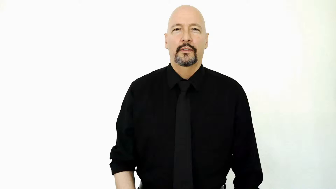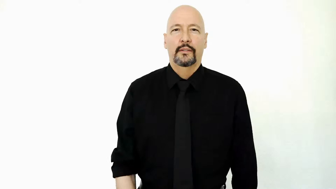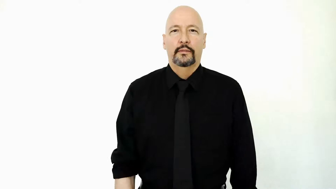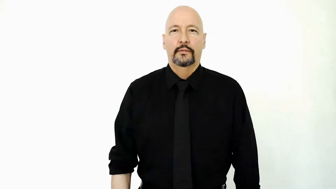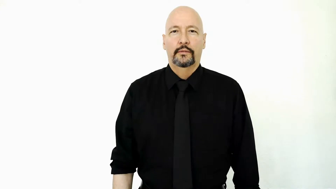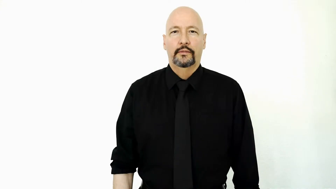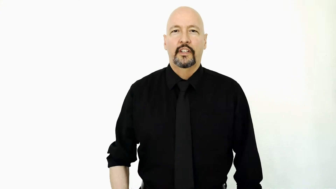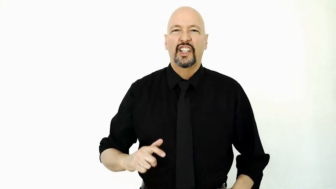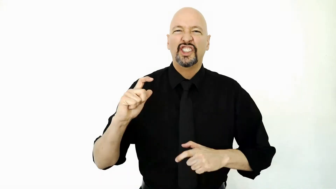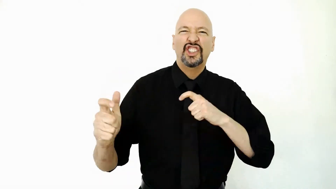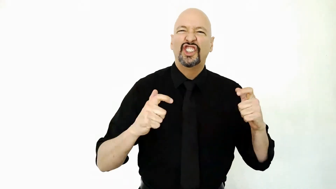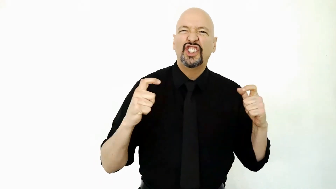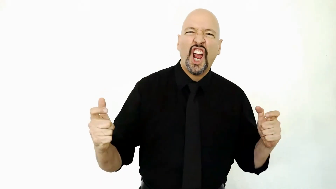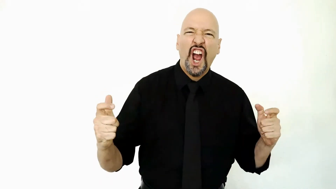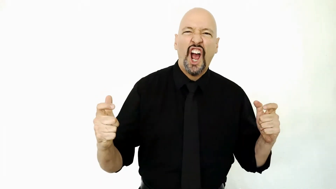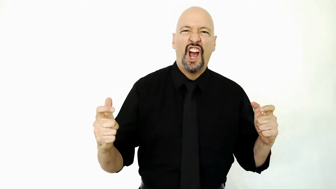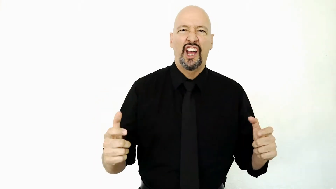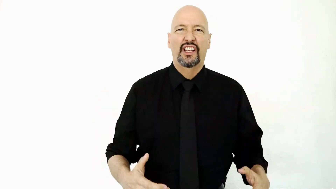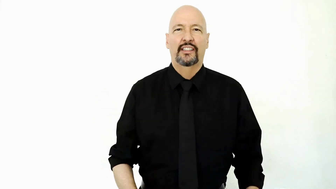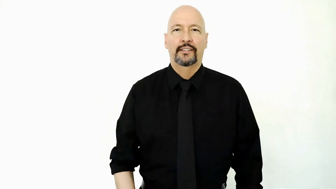huge